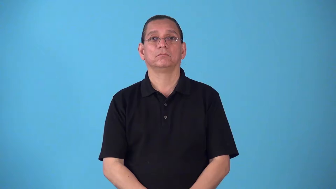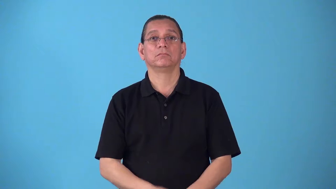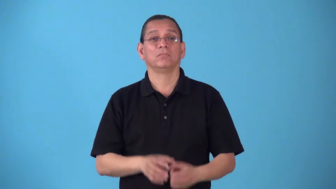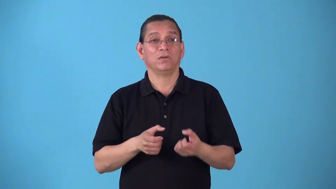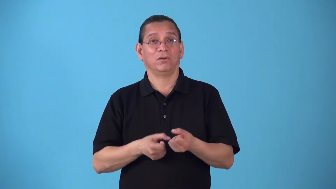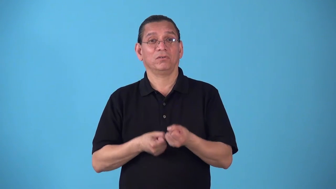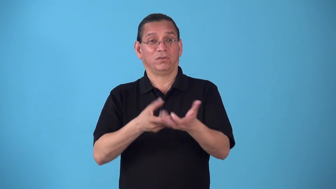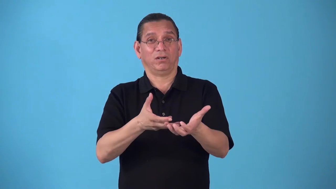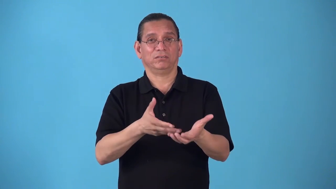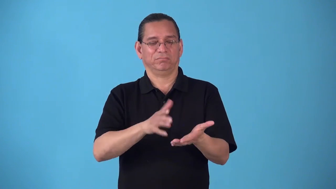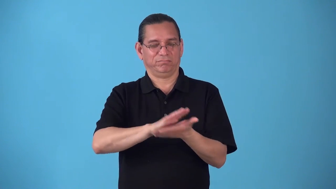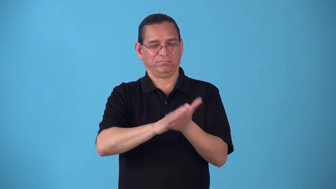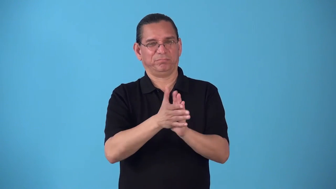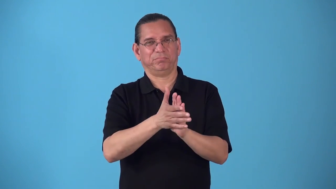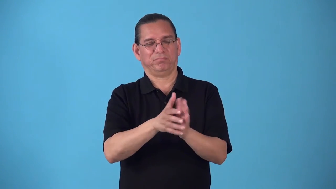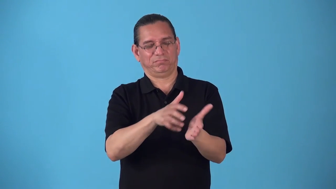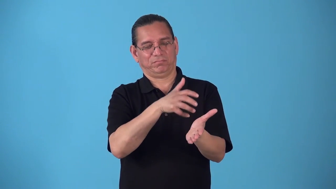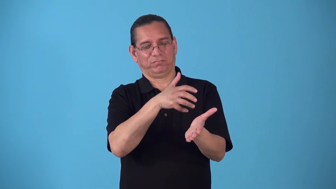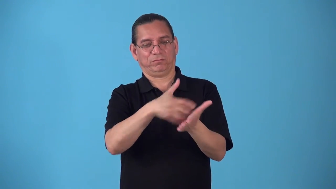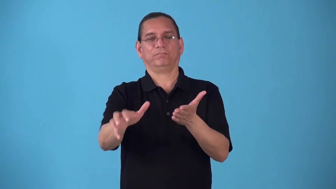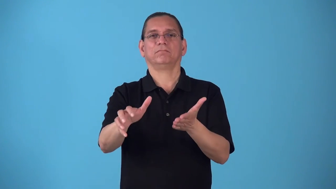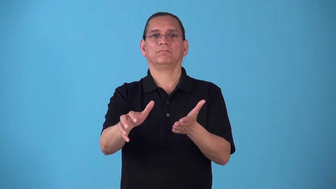roughen-cause become rough